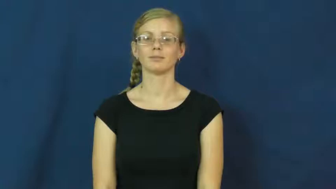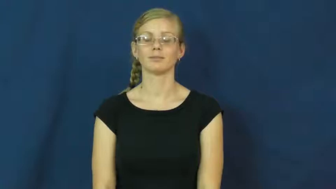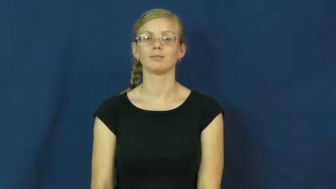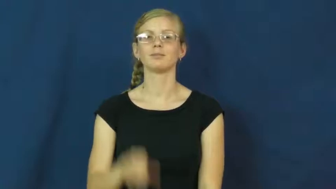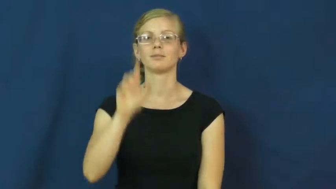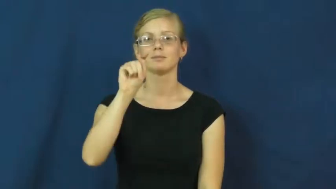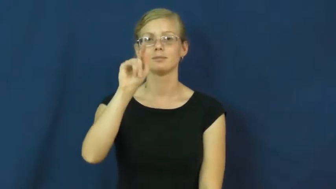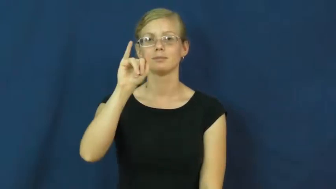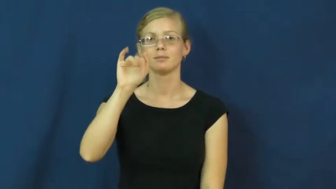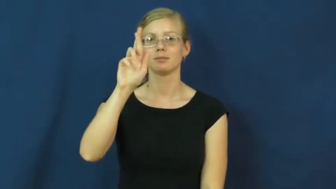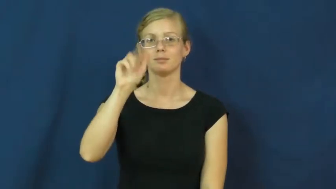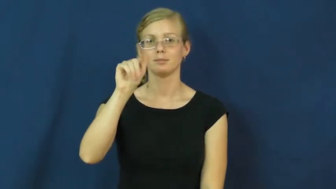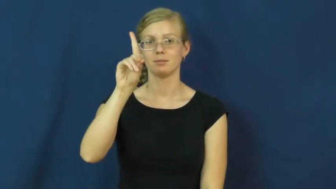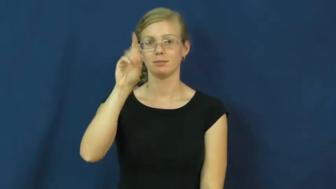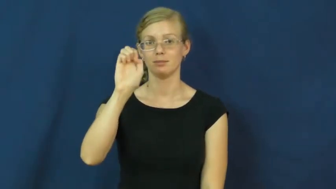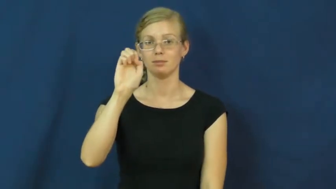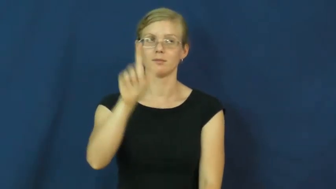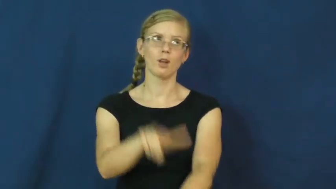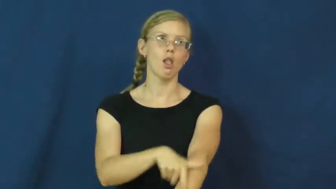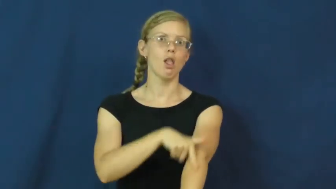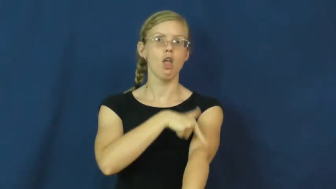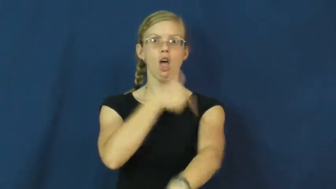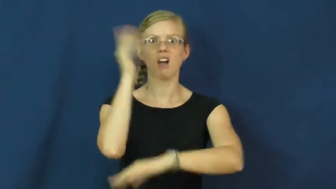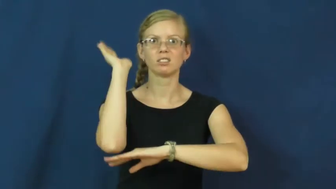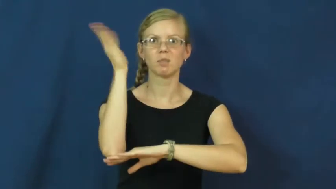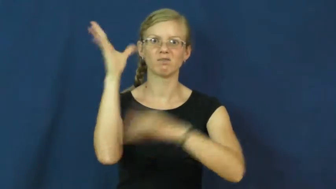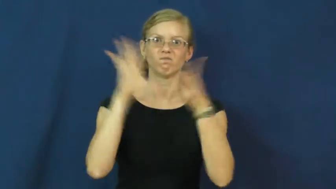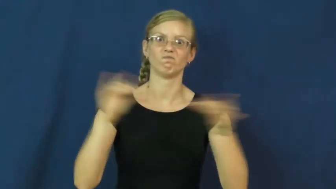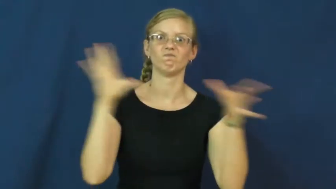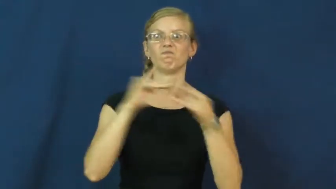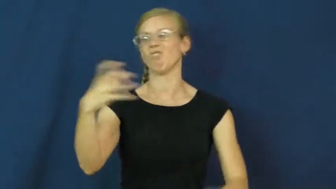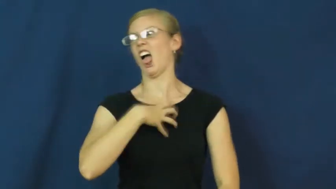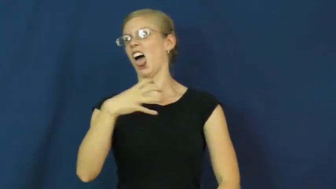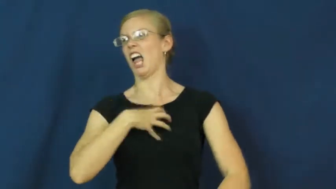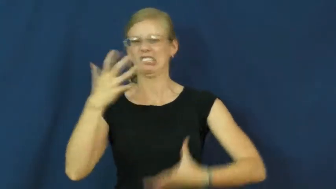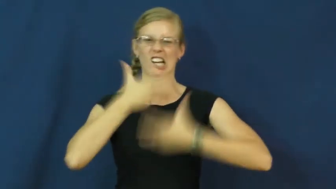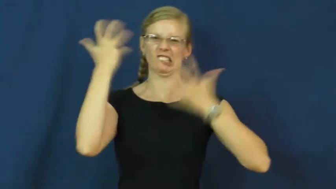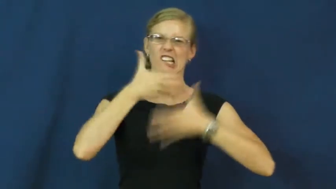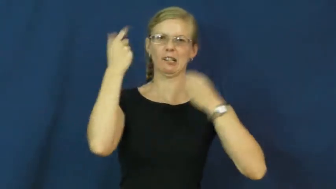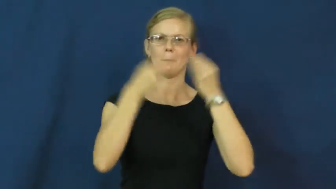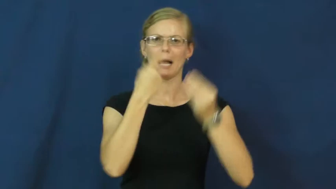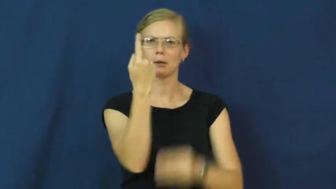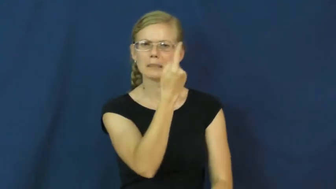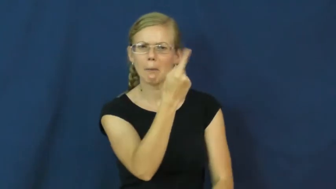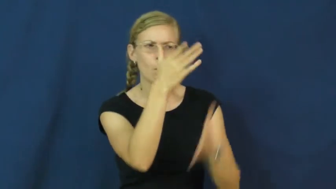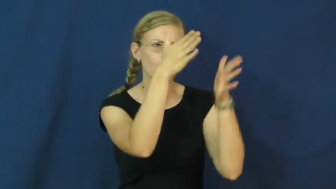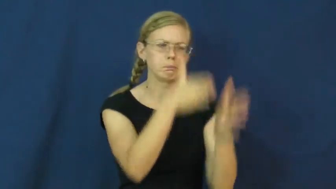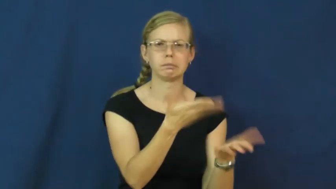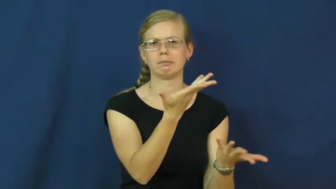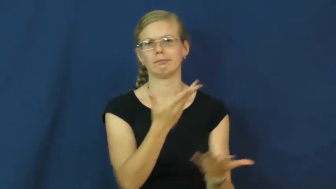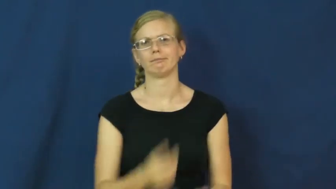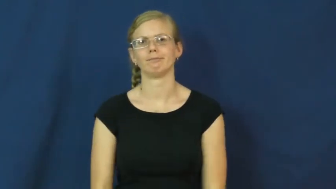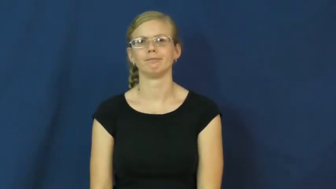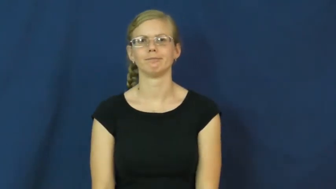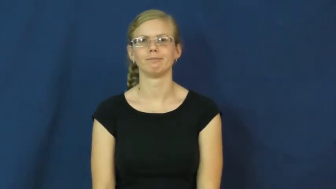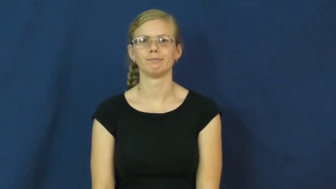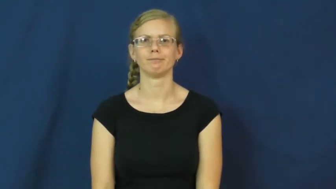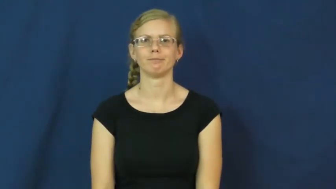tirade